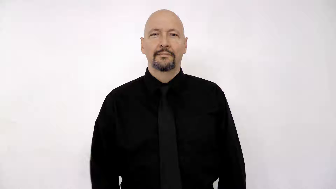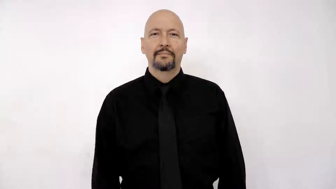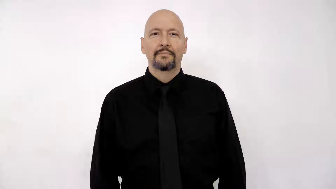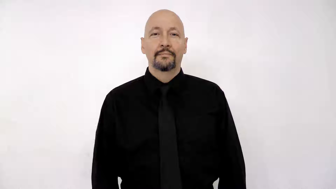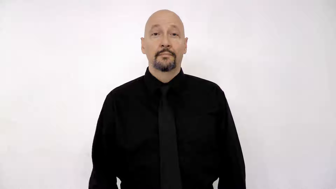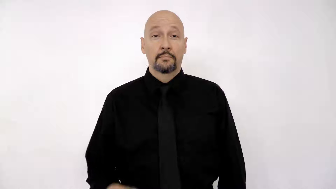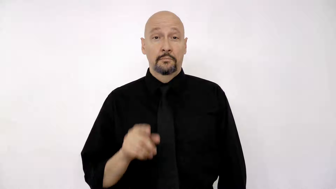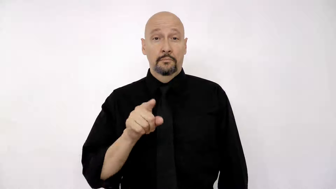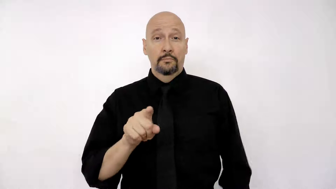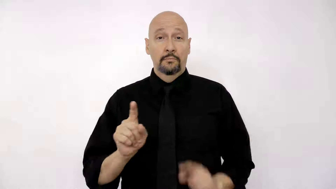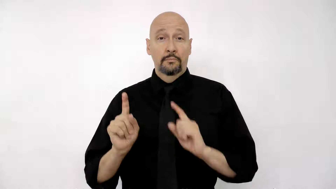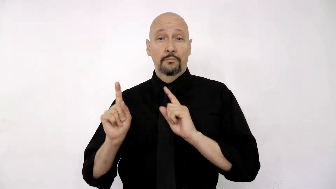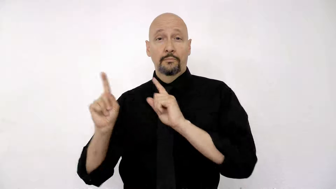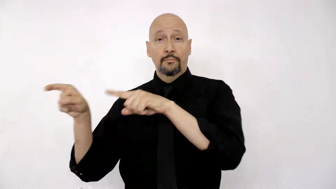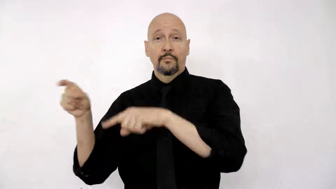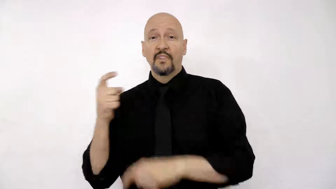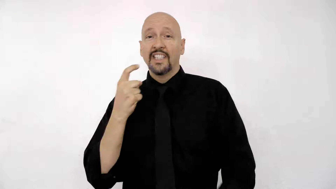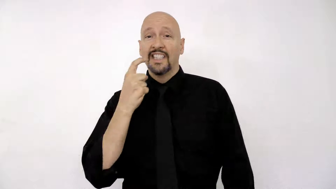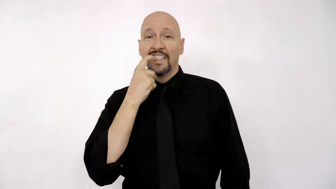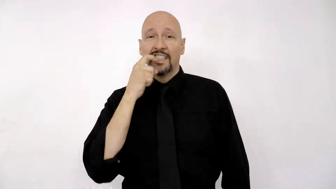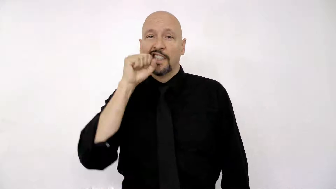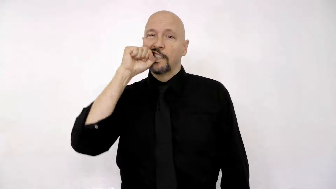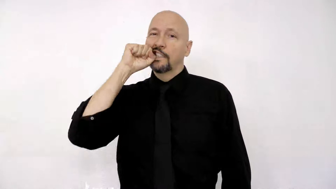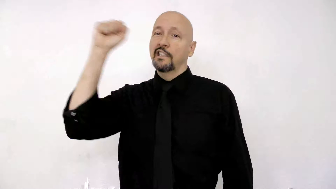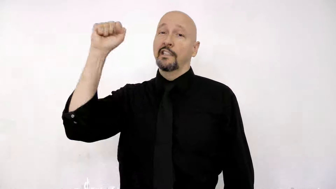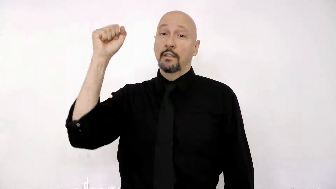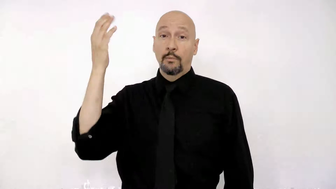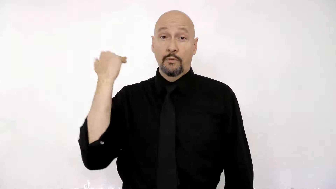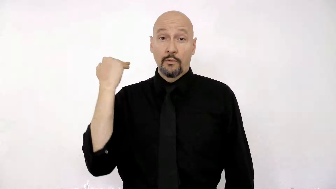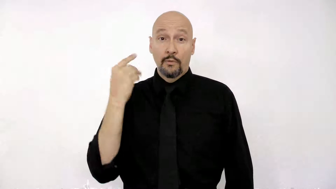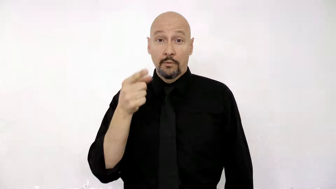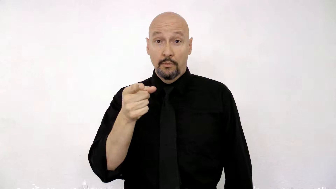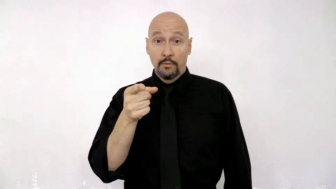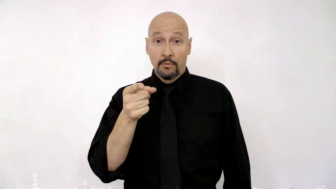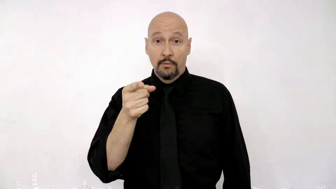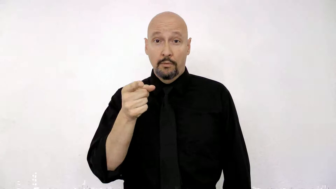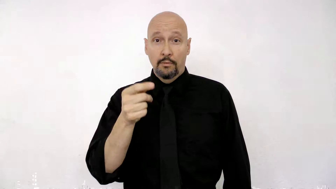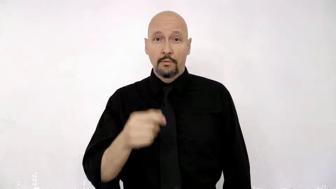YOU GO DENTIST PULL-TOOTH BEFORE YOU?